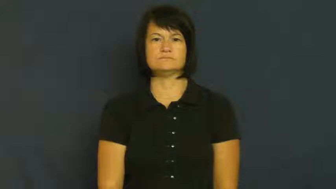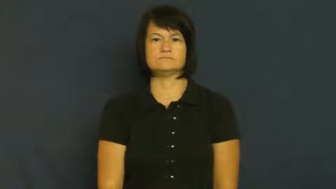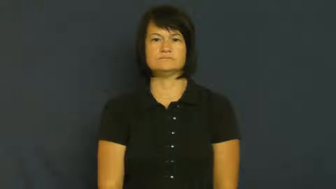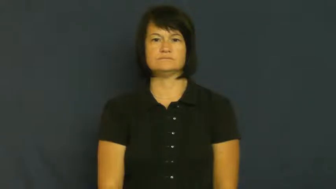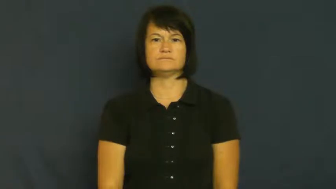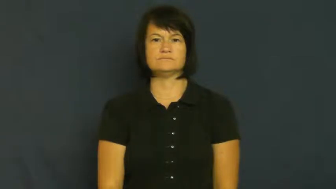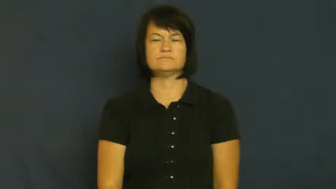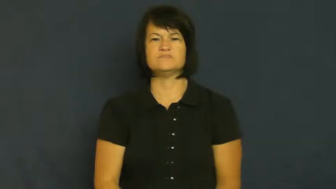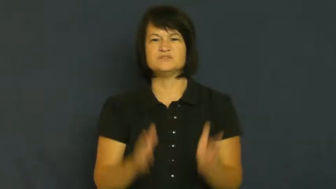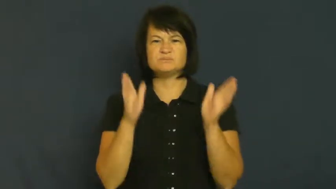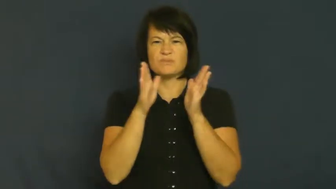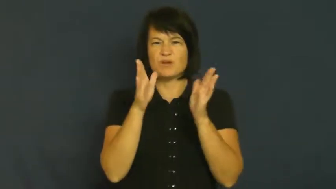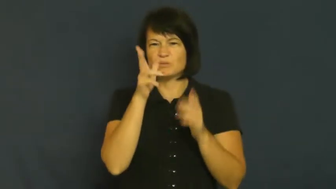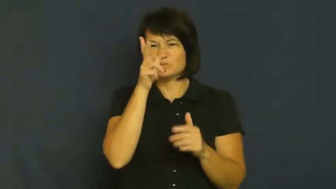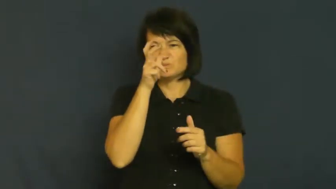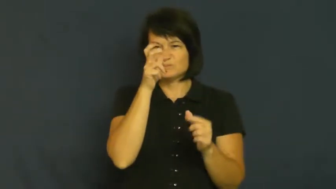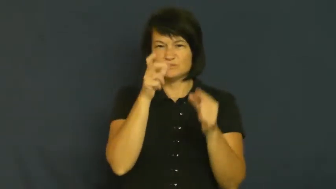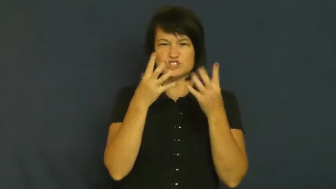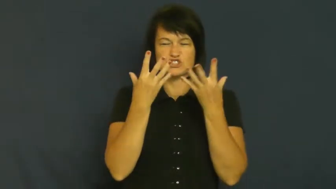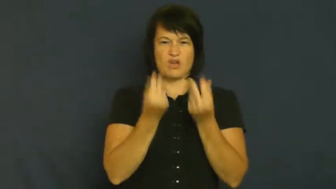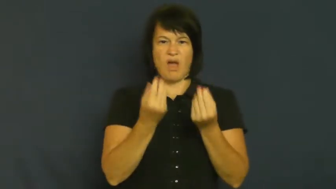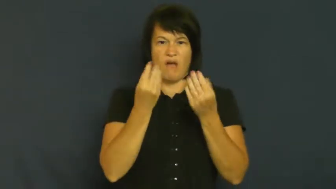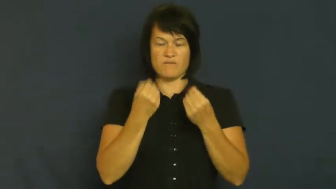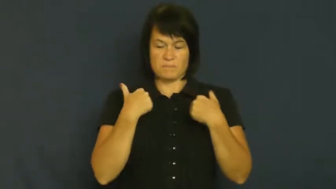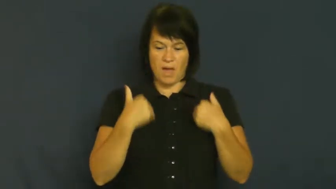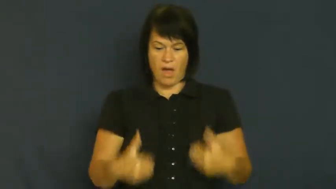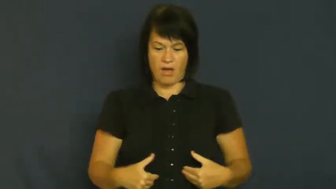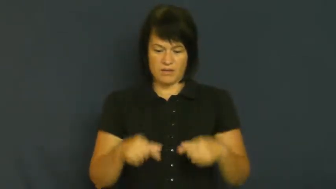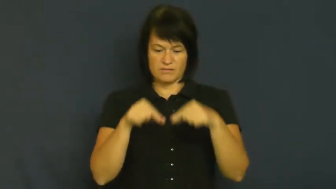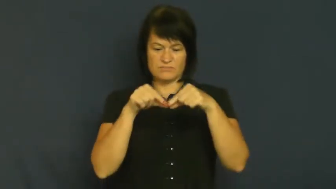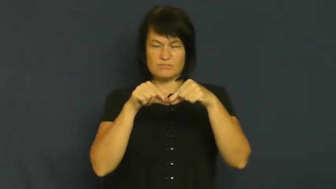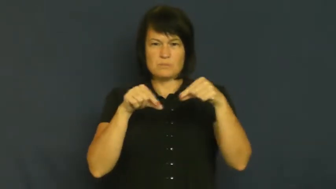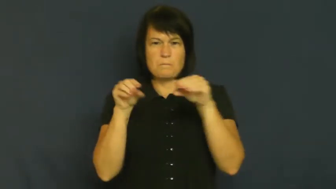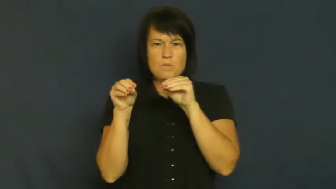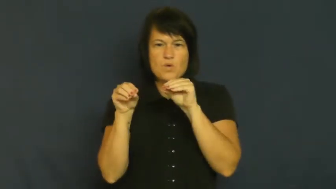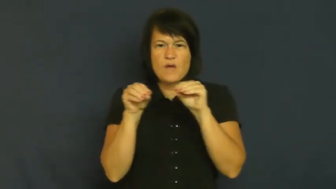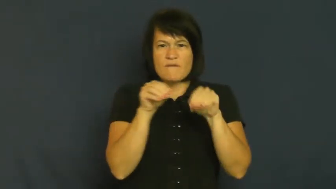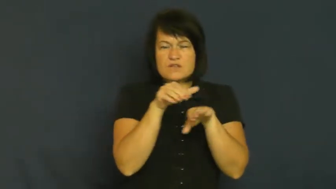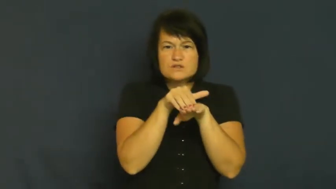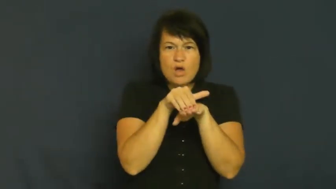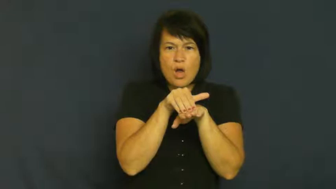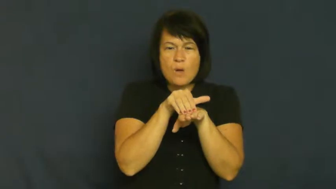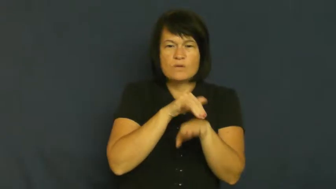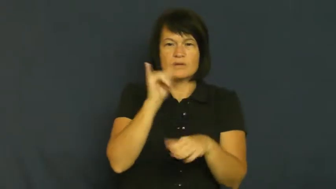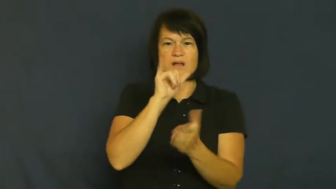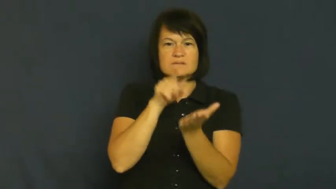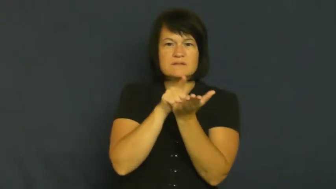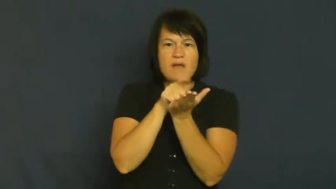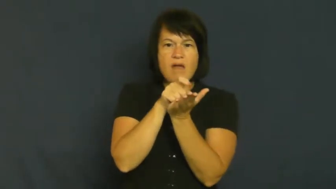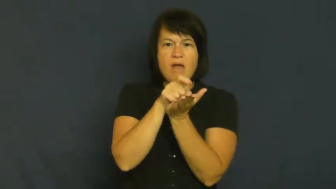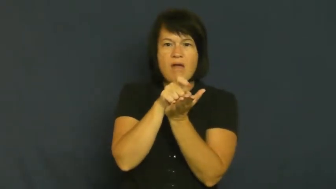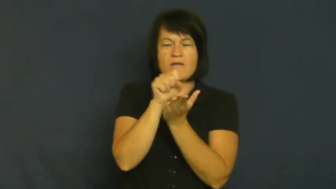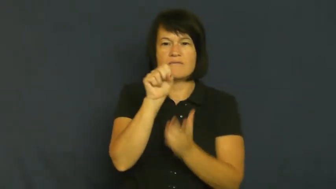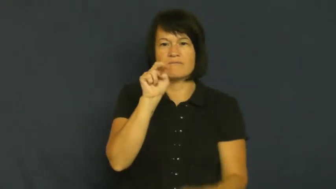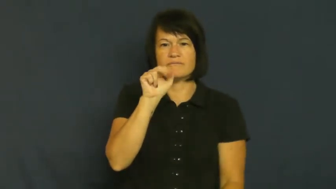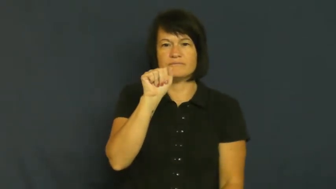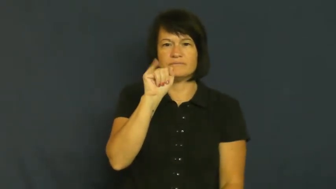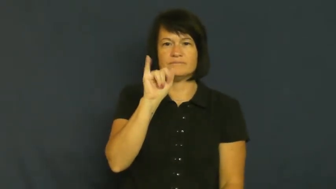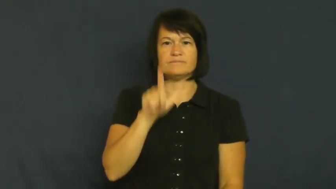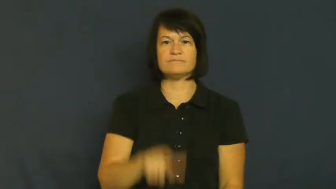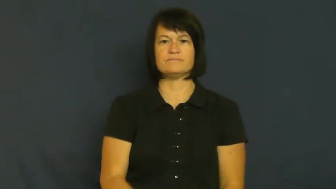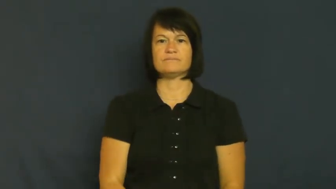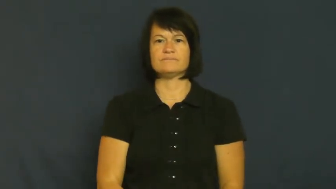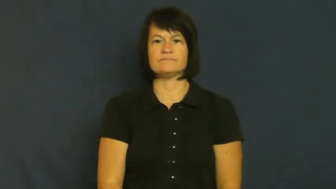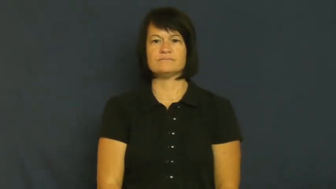slug-animal